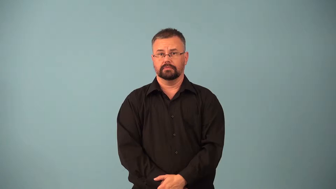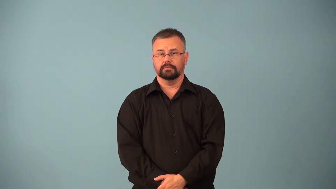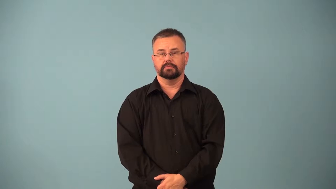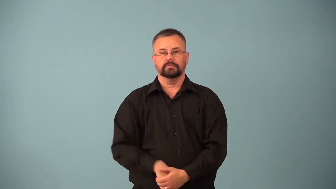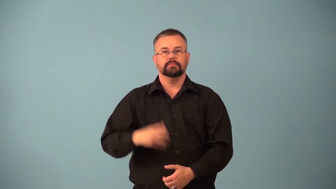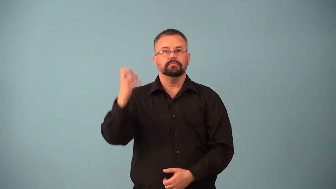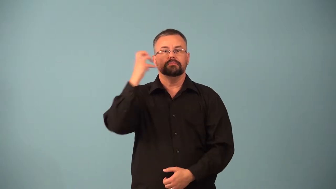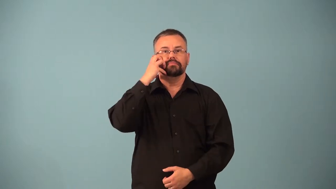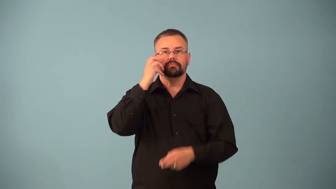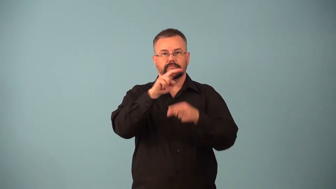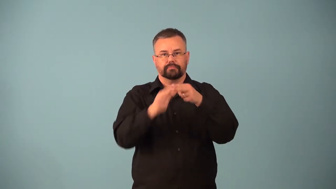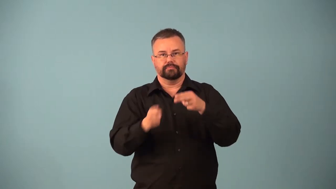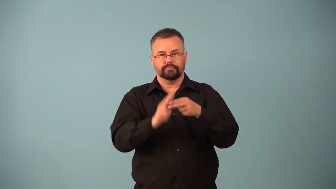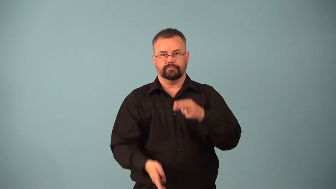rarefaction